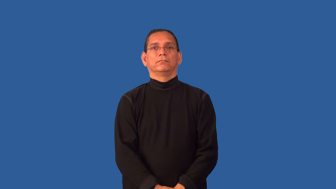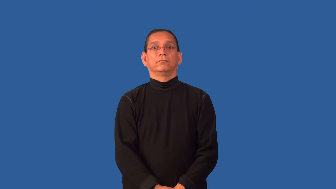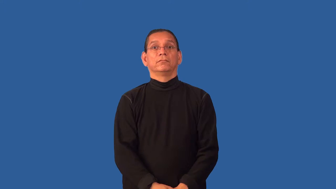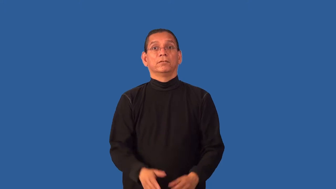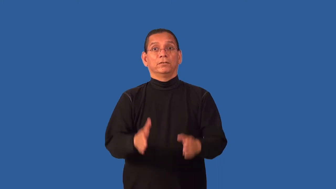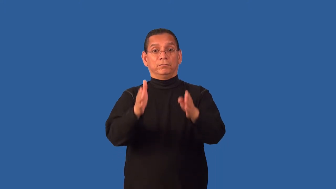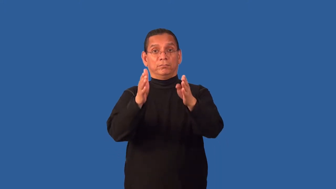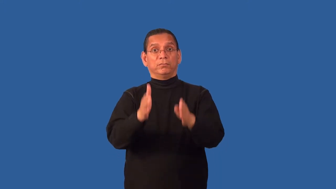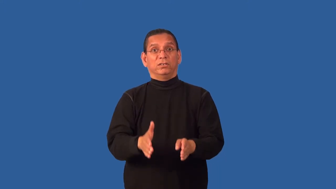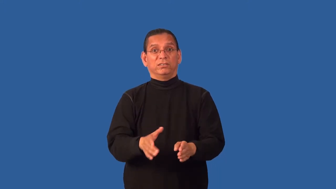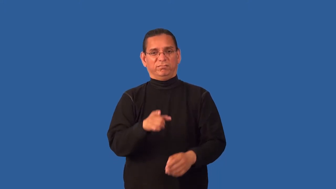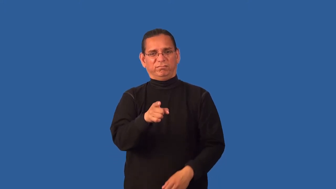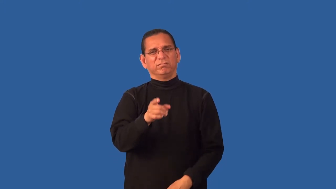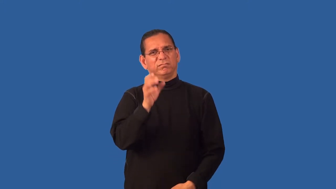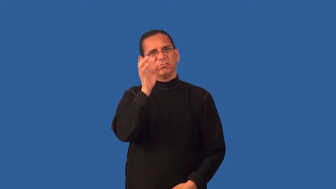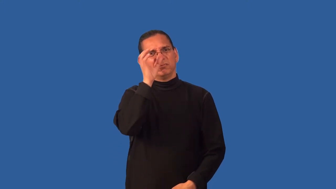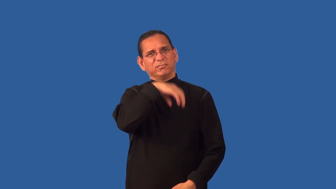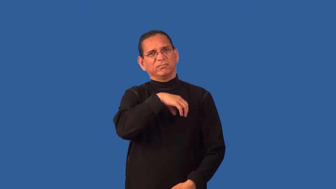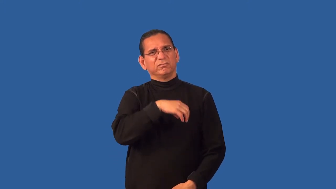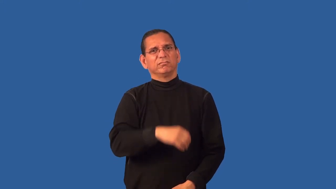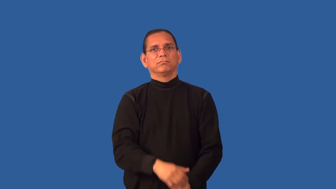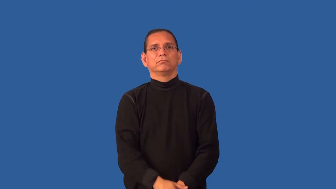freak-noun